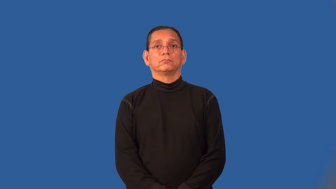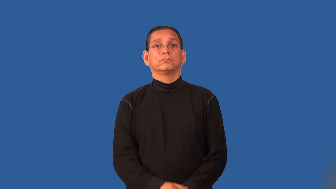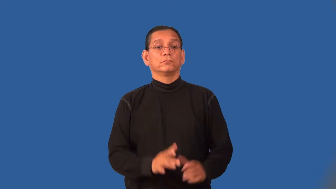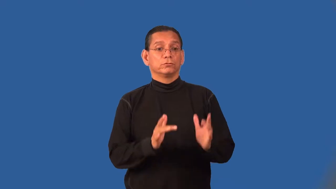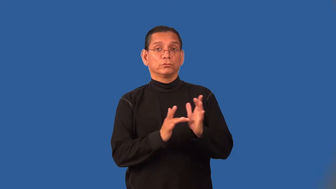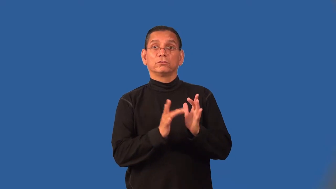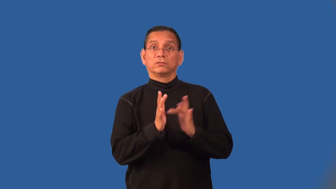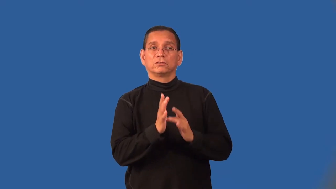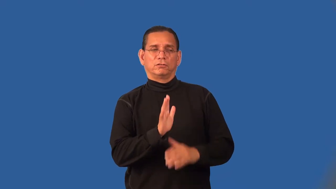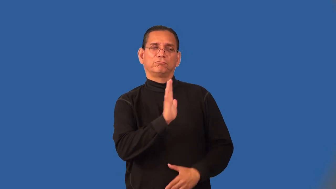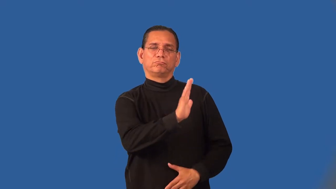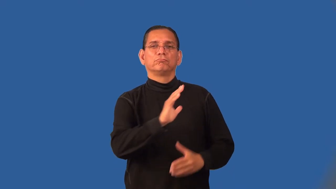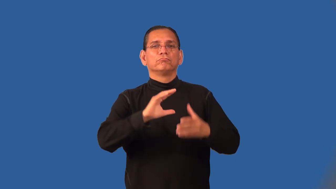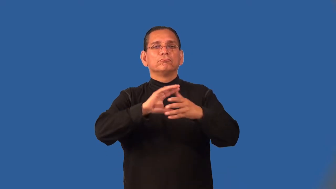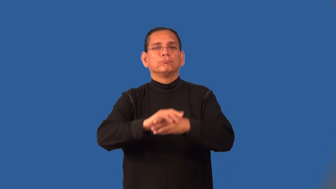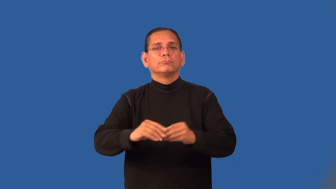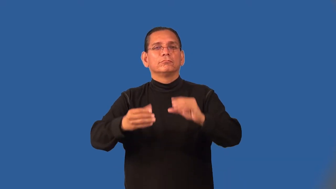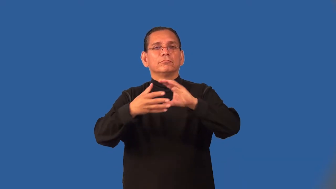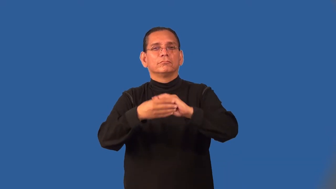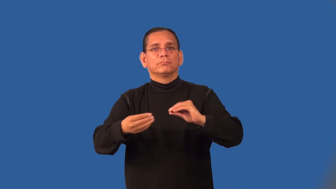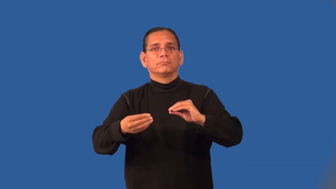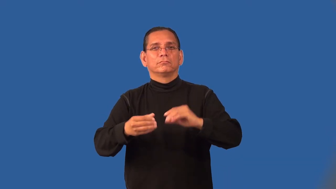parable